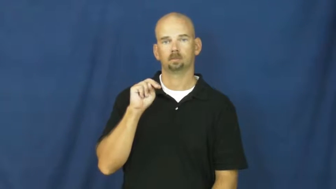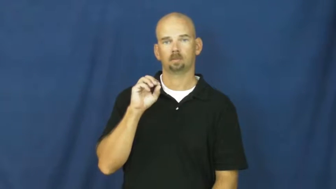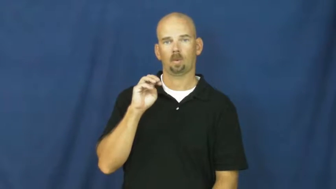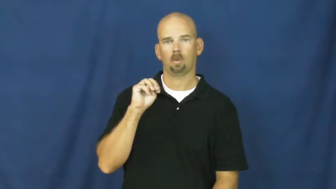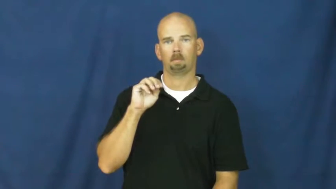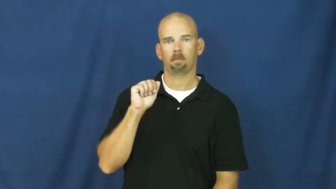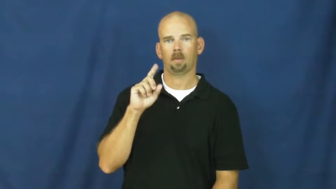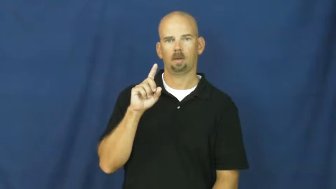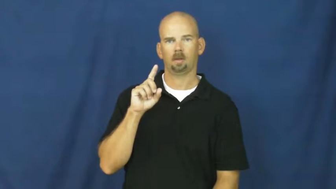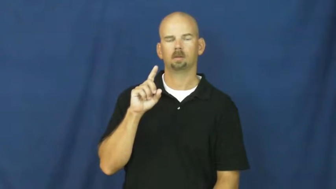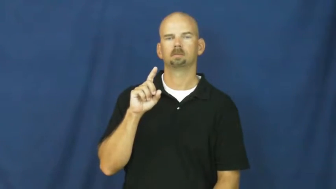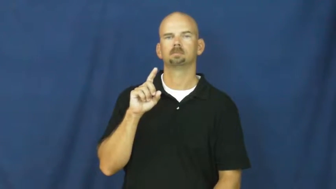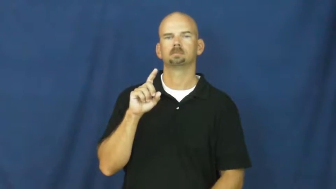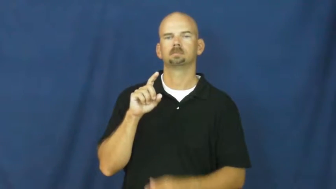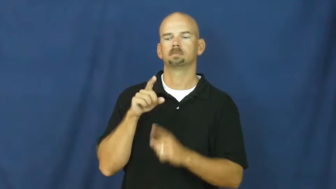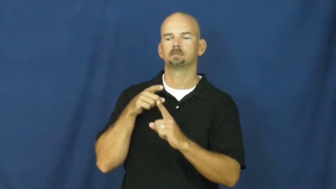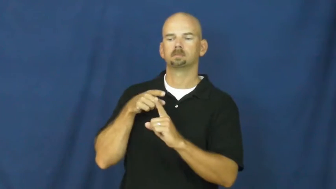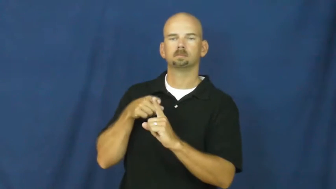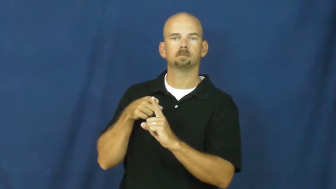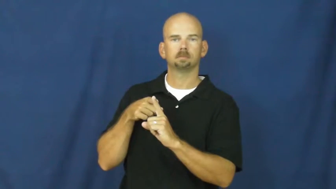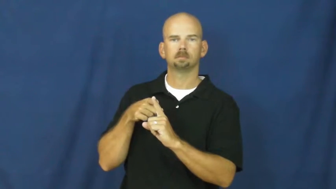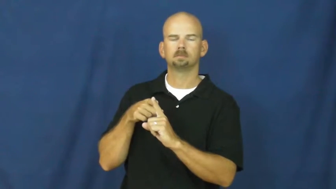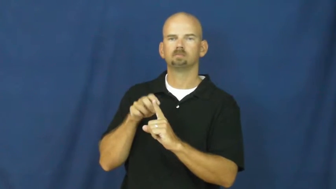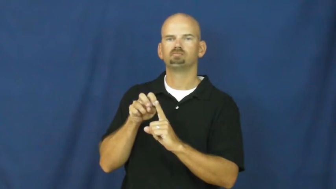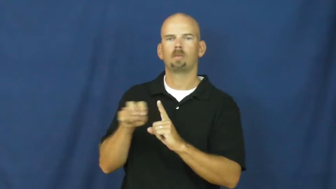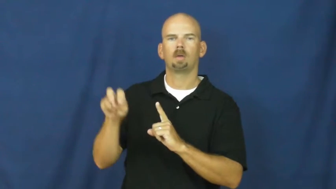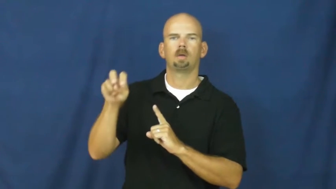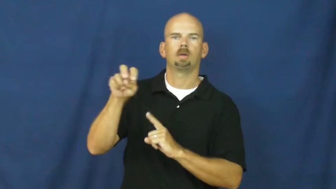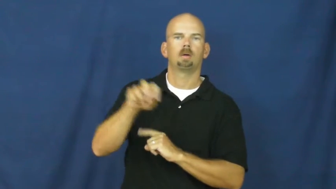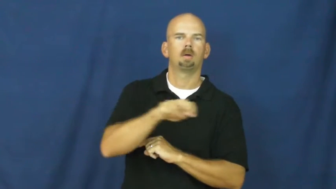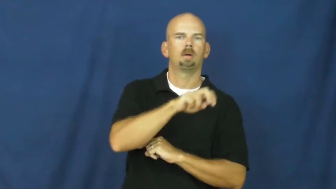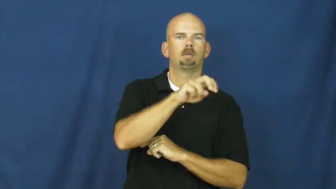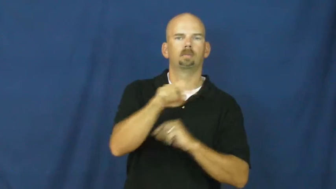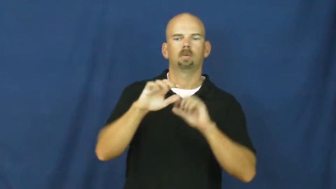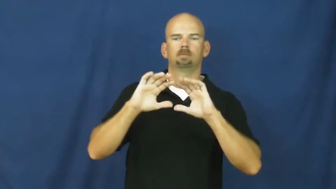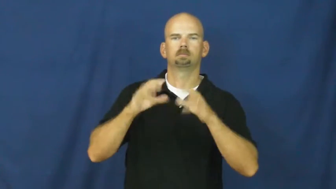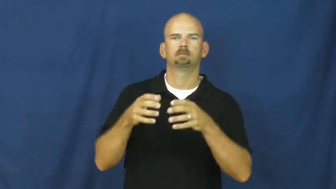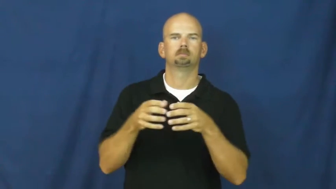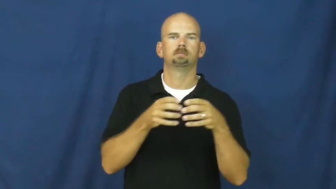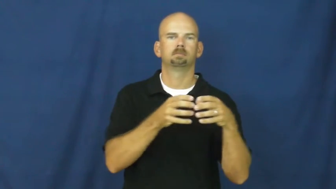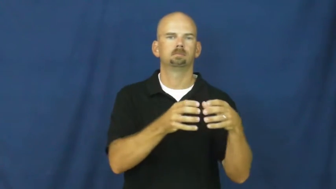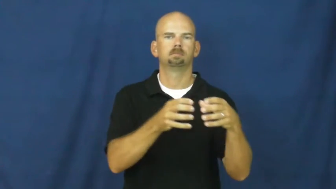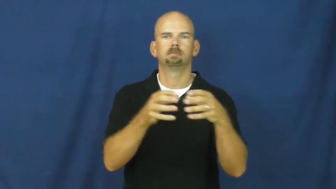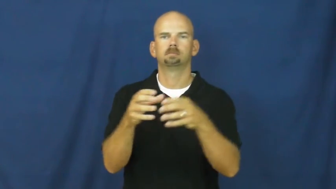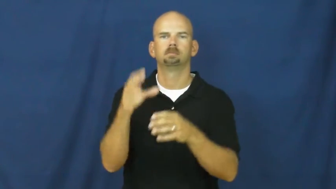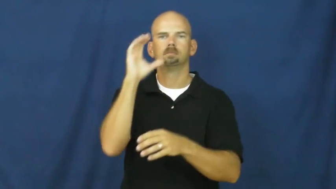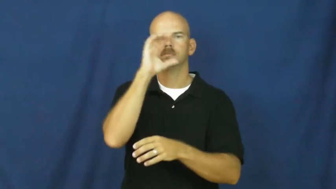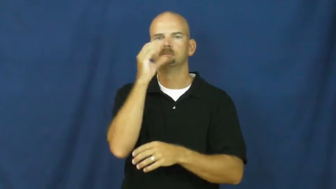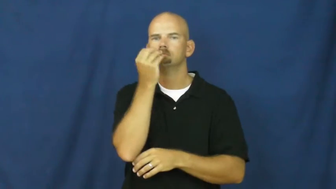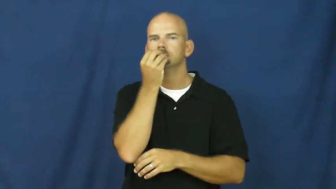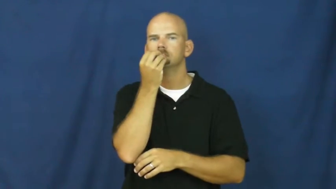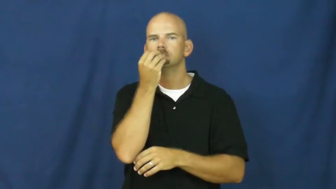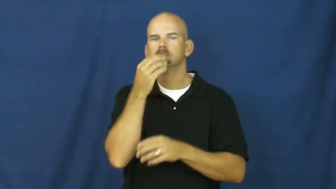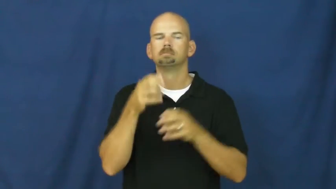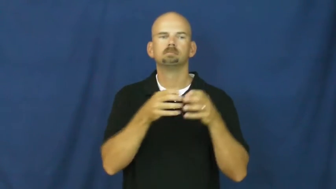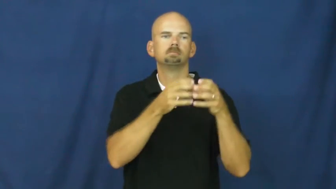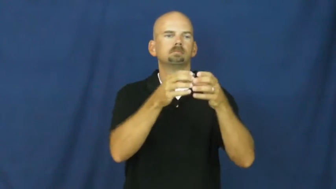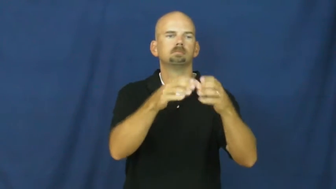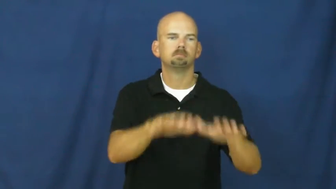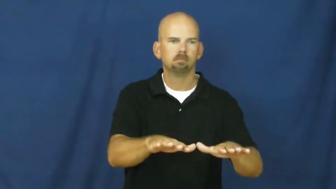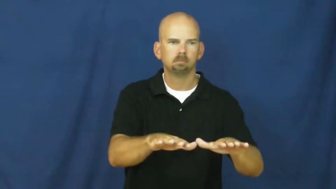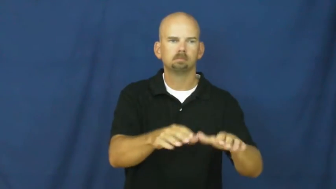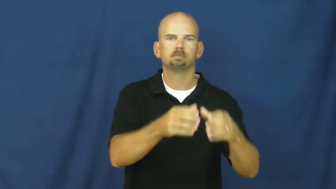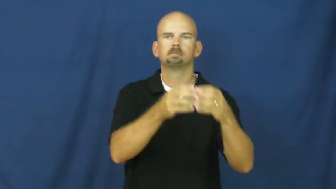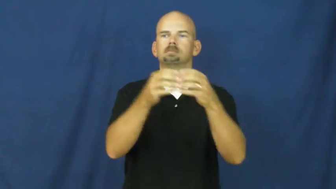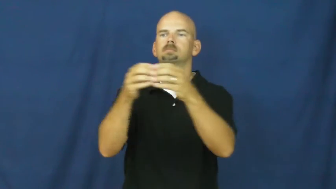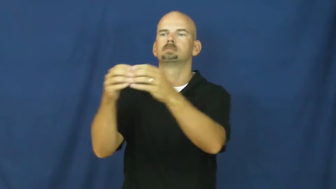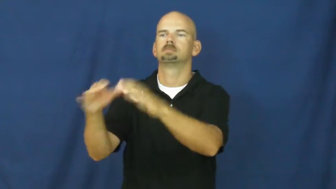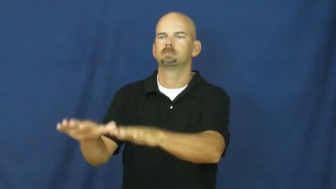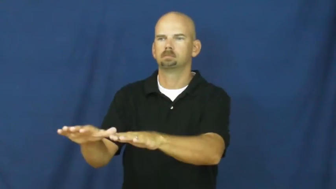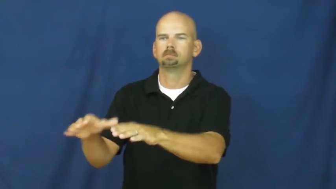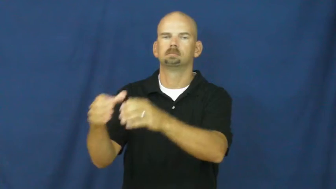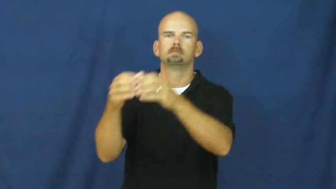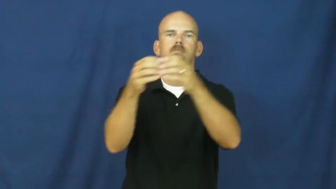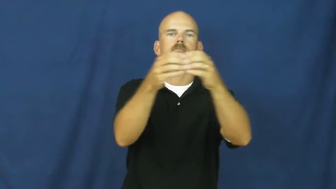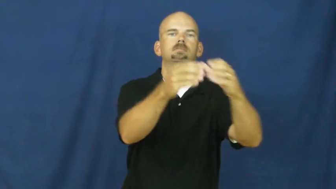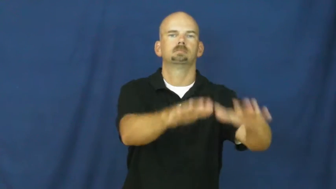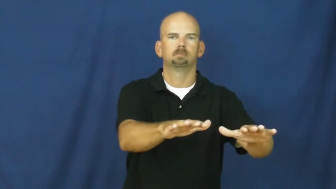nomad